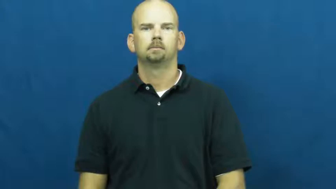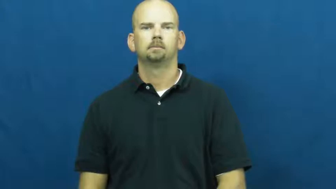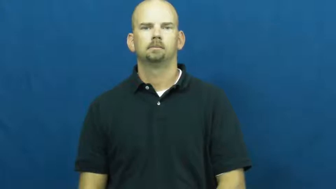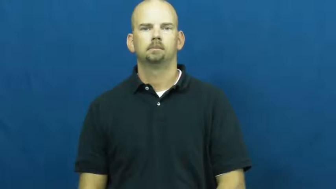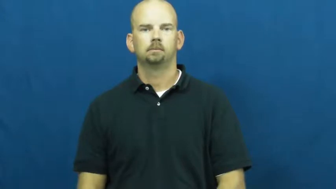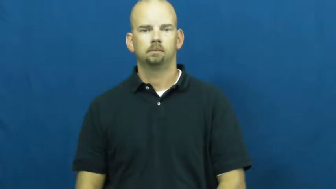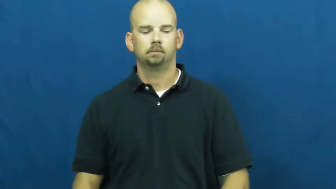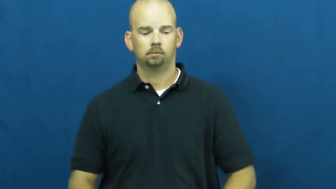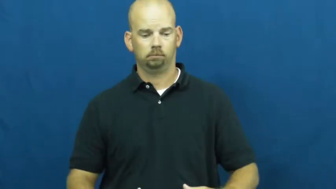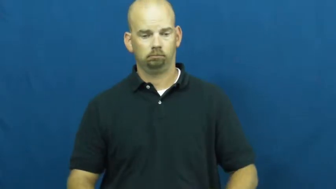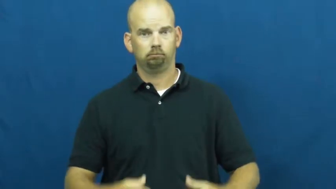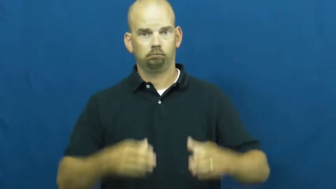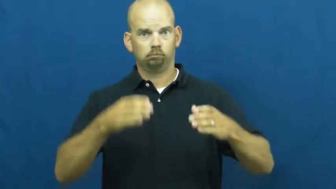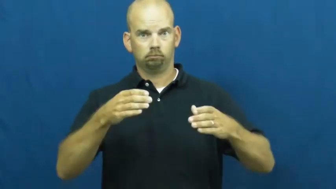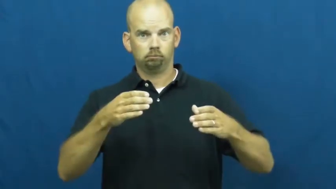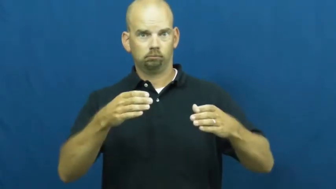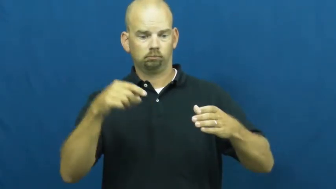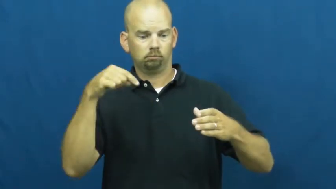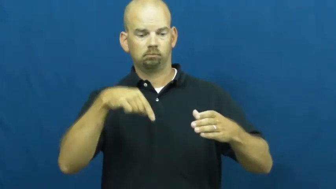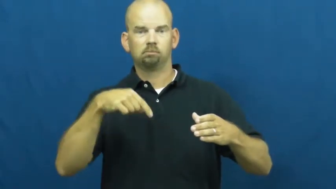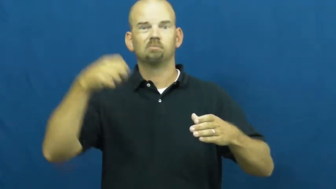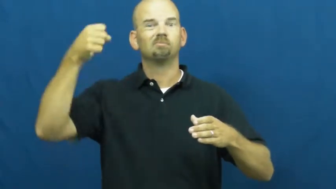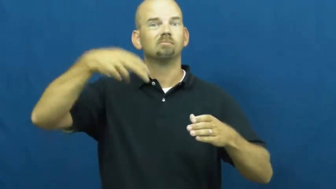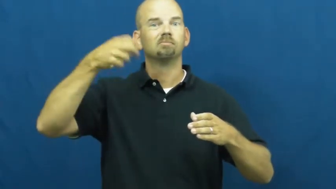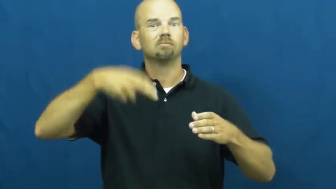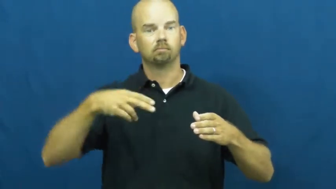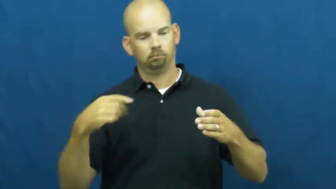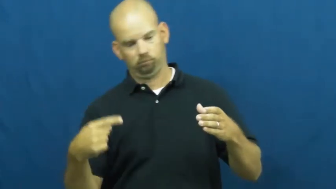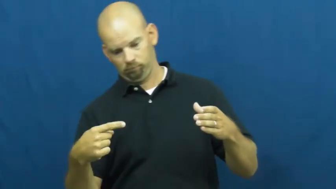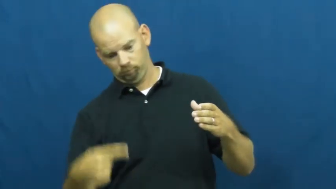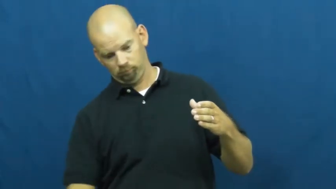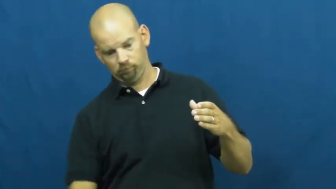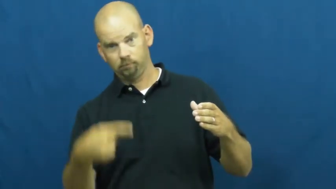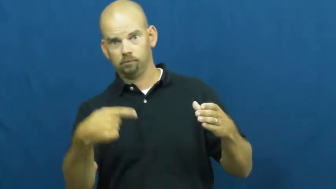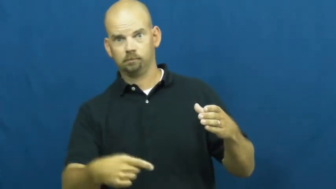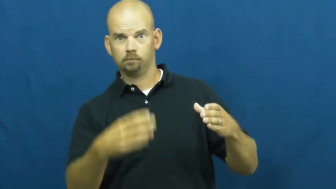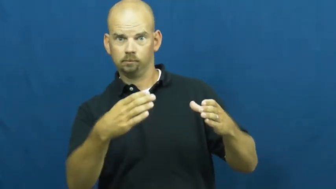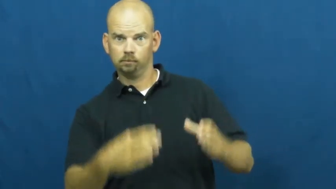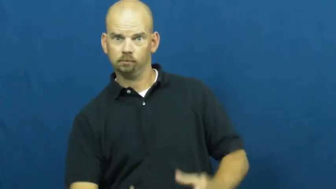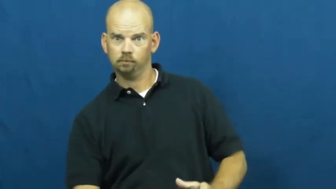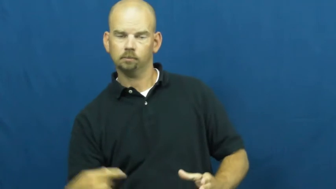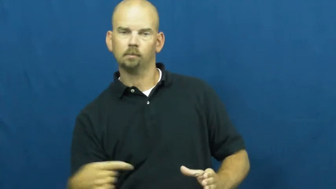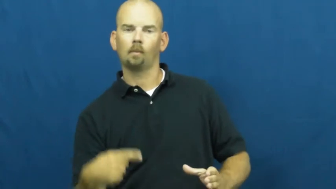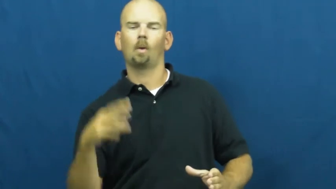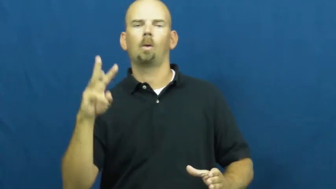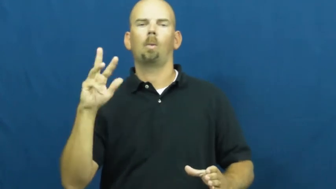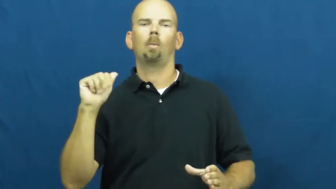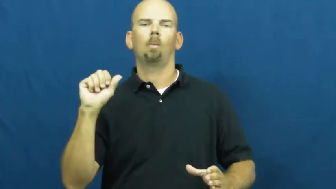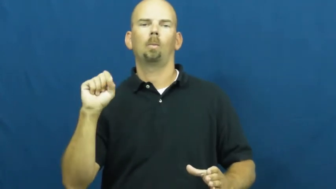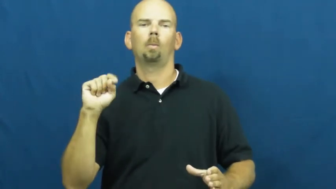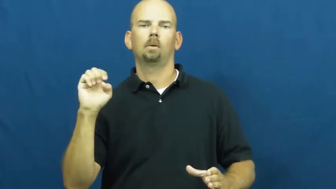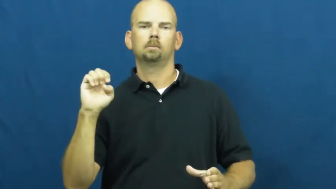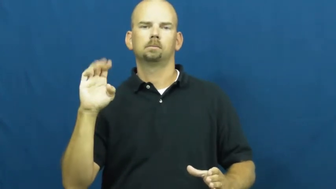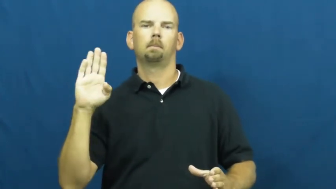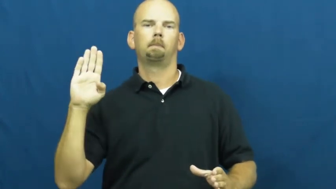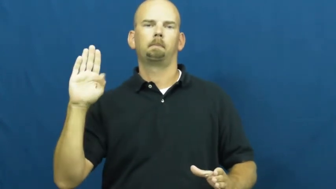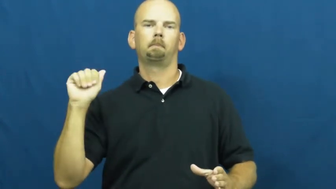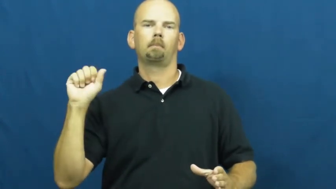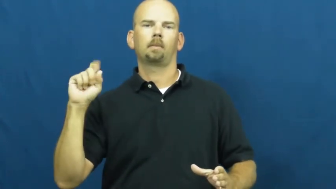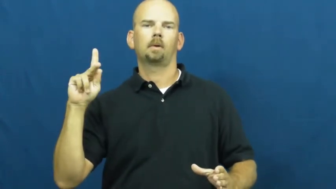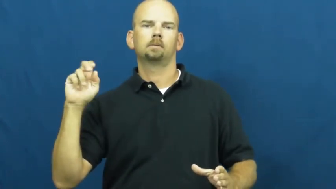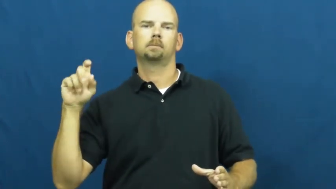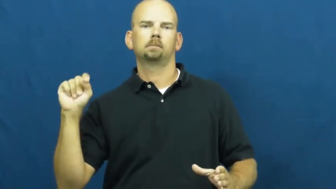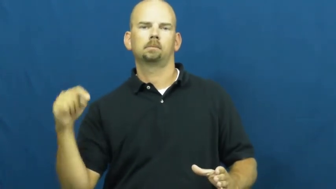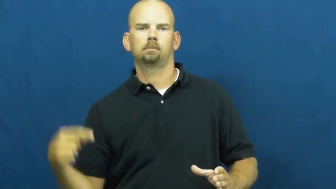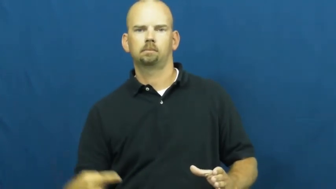wastebasket